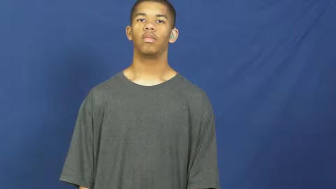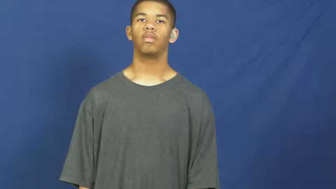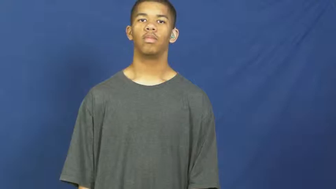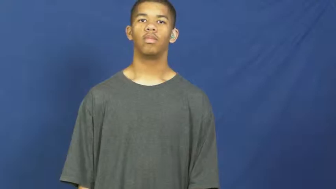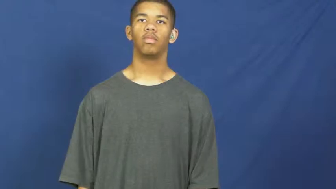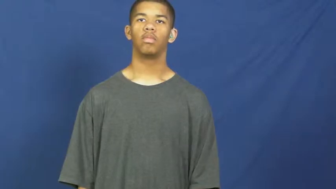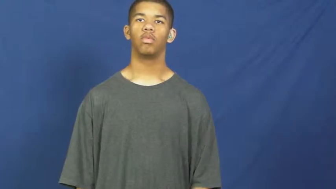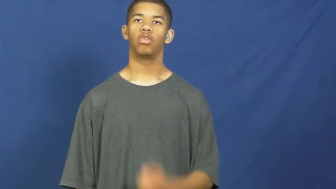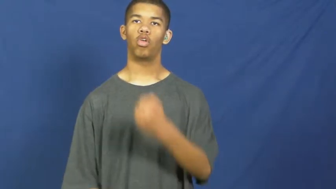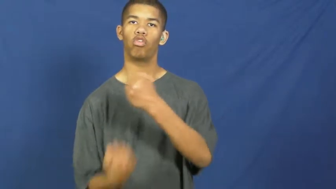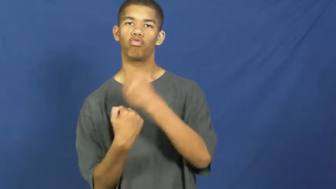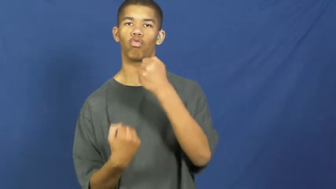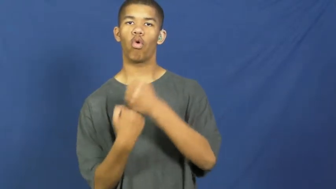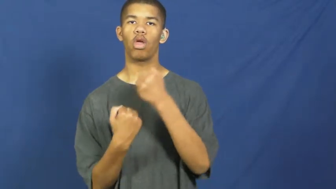reinforce,restrengthen-make strong